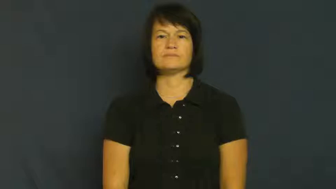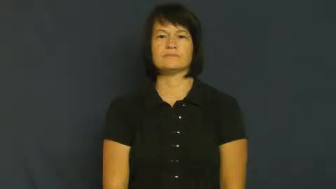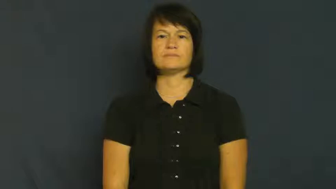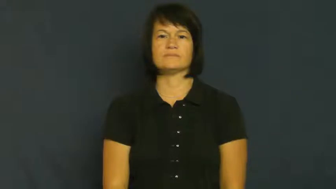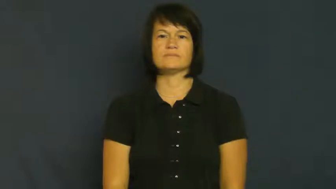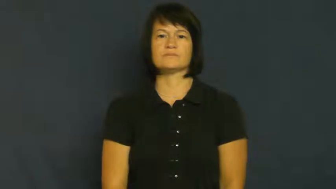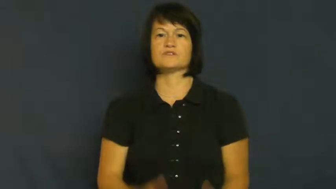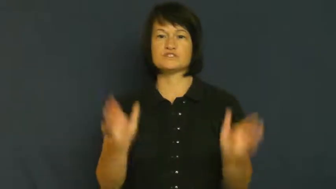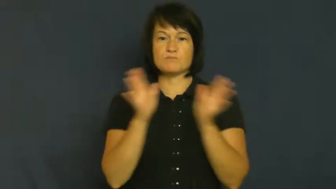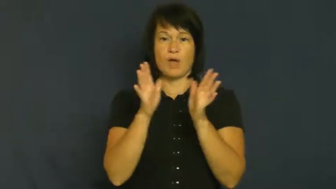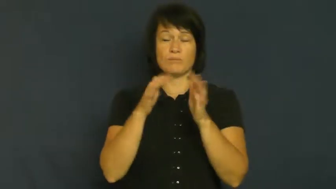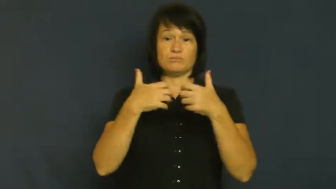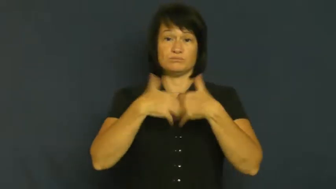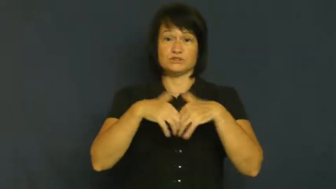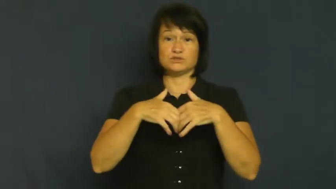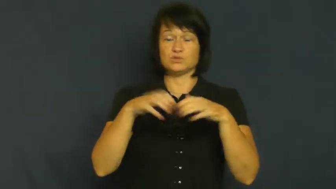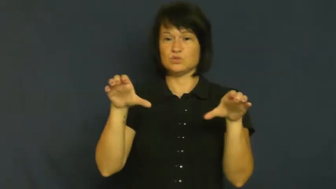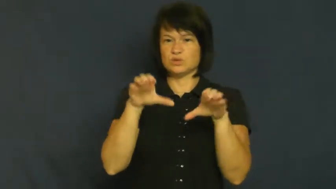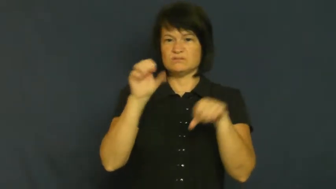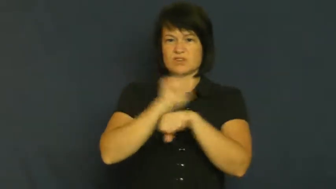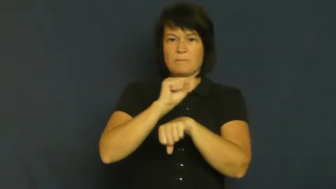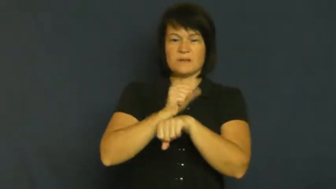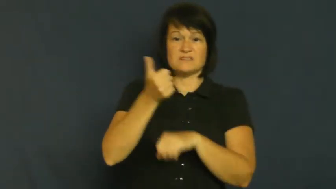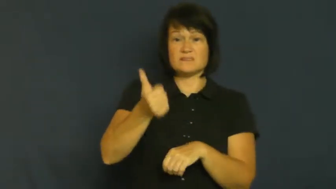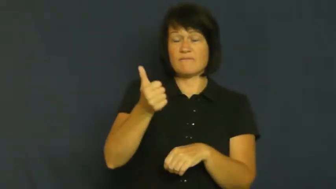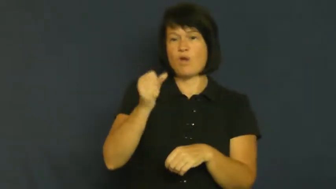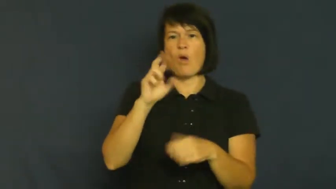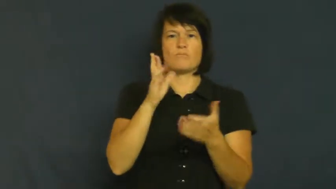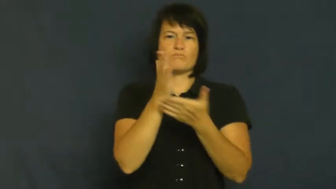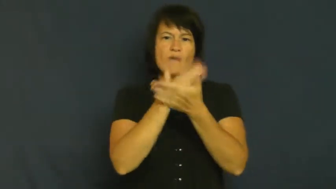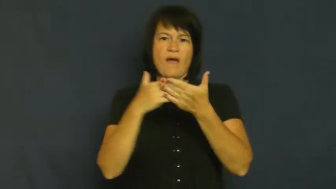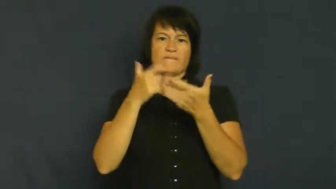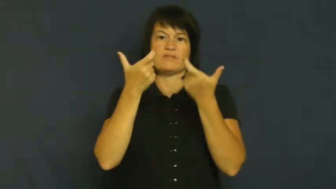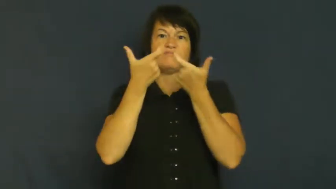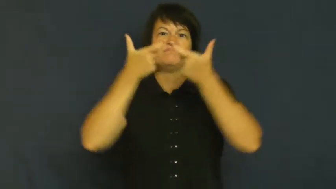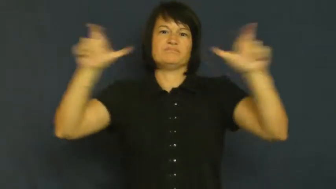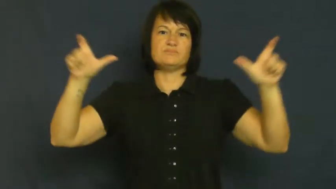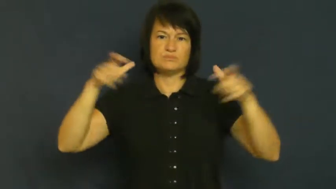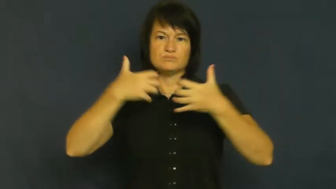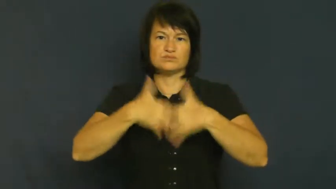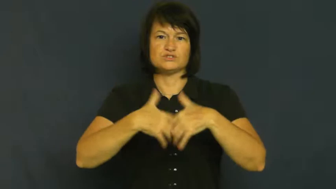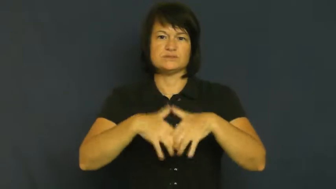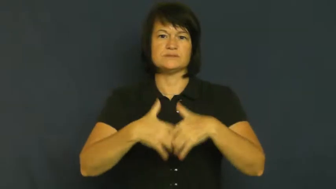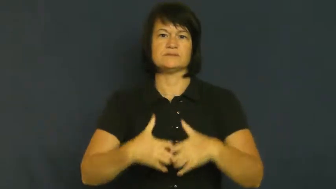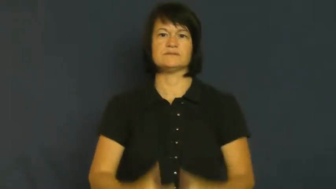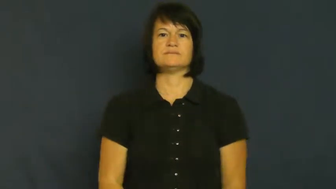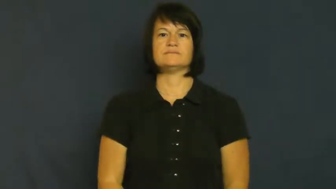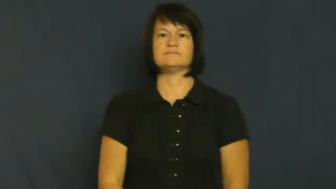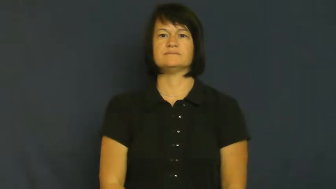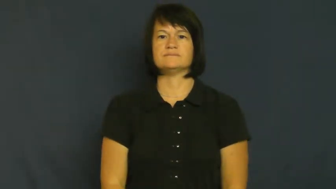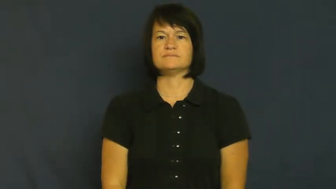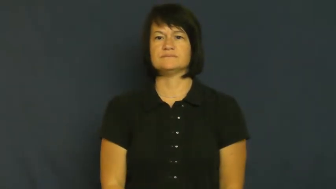unit,apparatus,assembly-machine